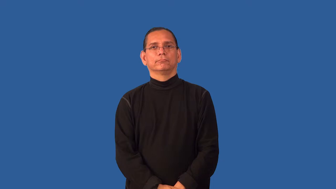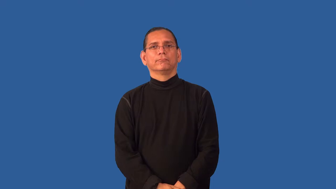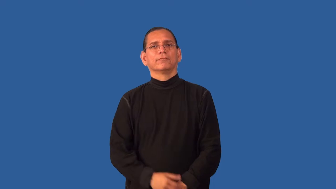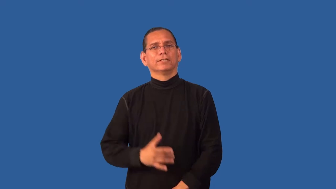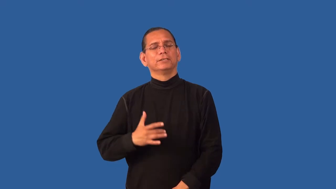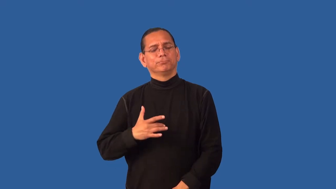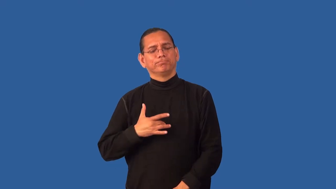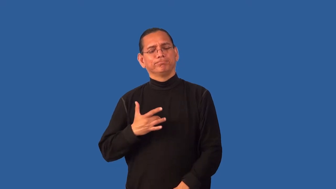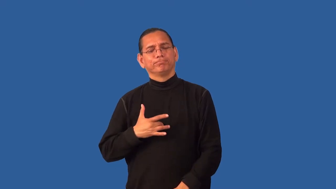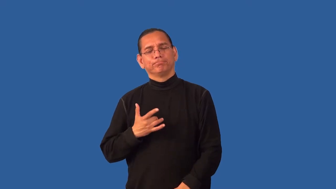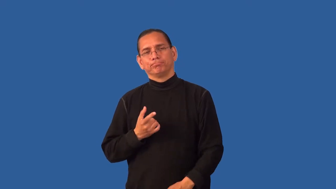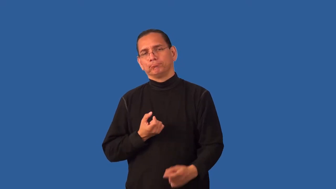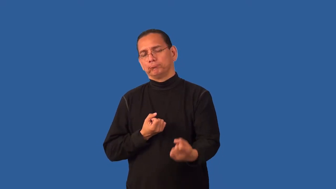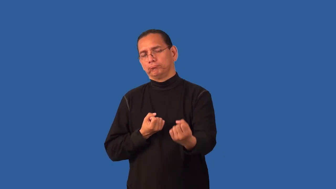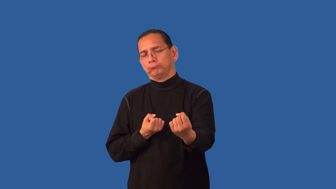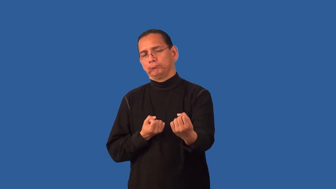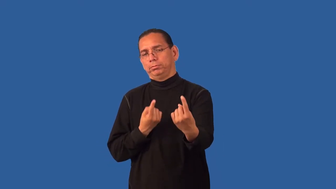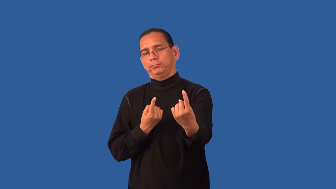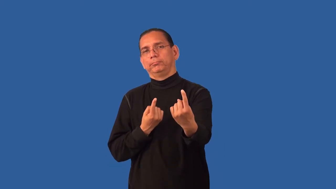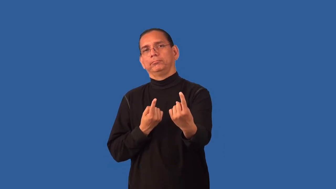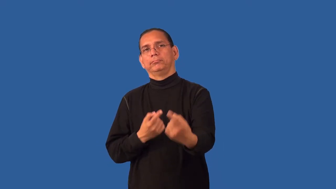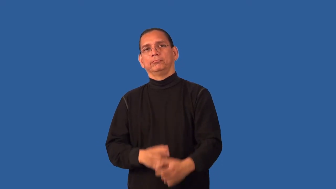empathy